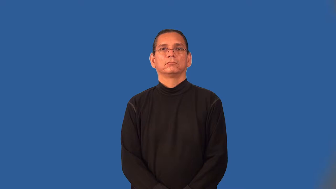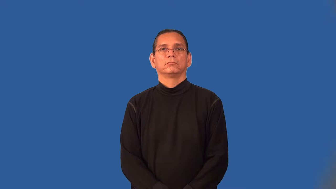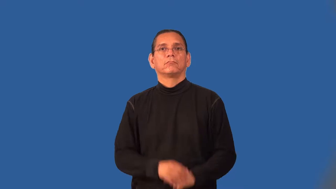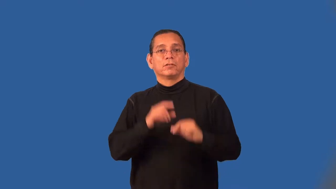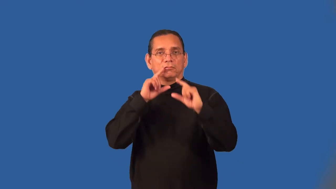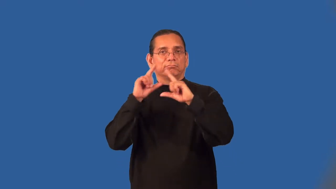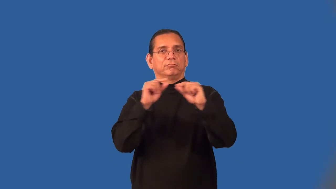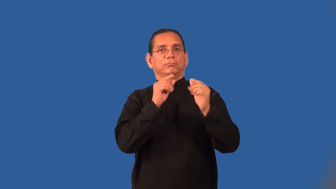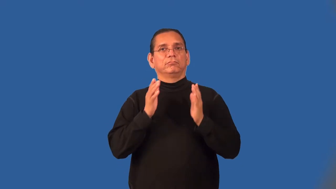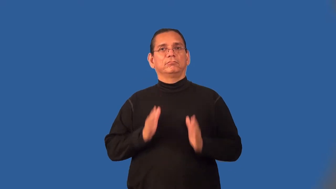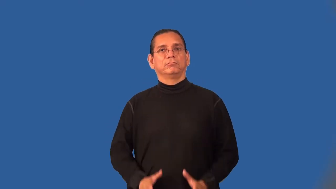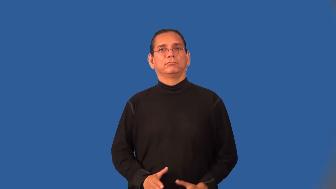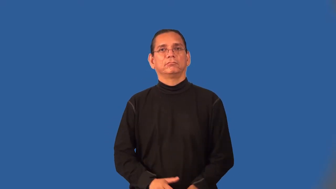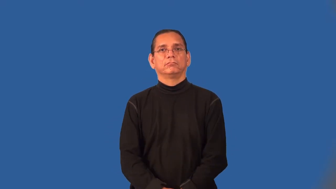gossiper